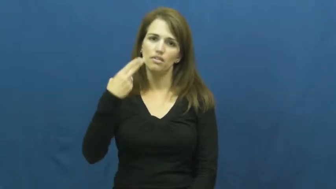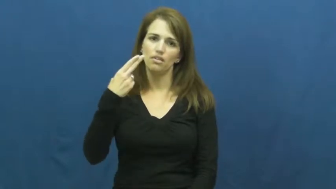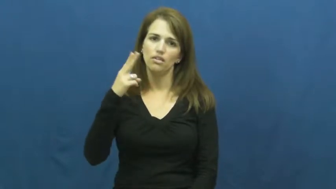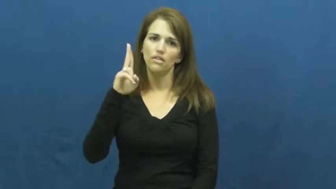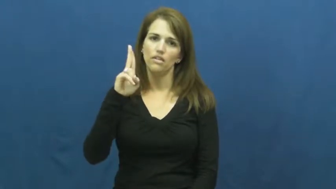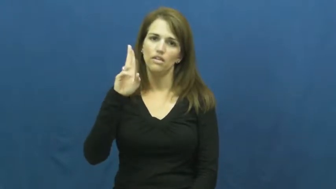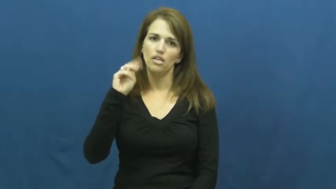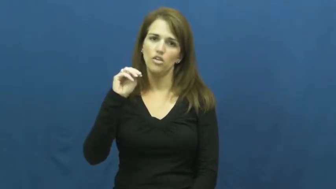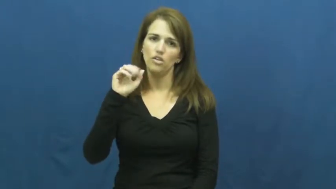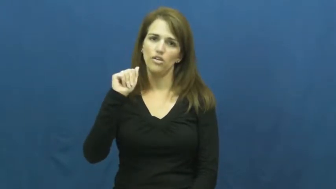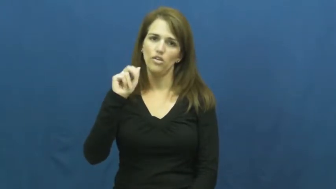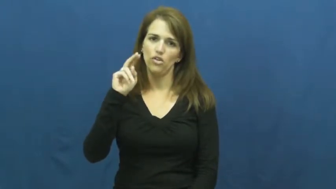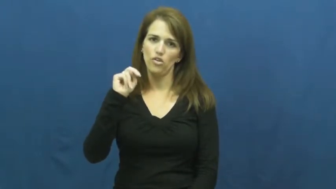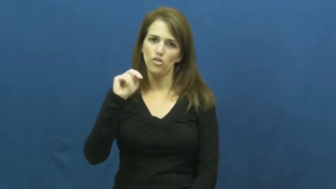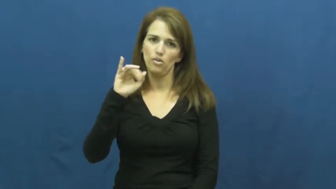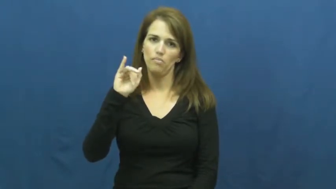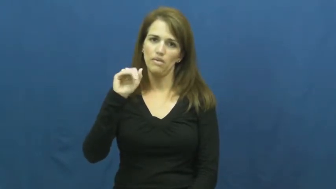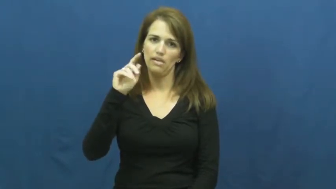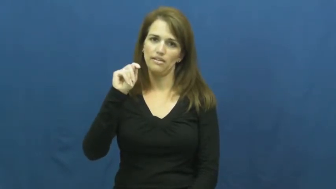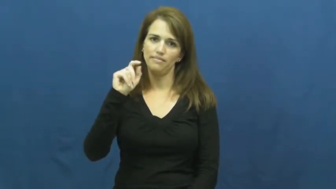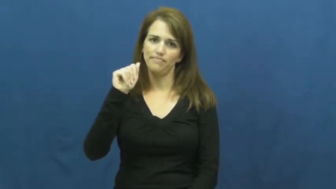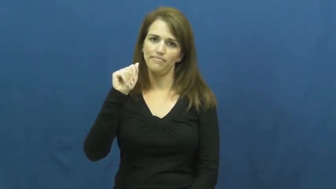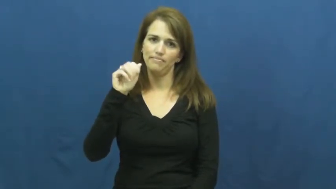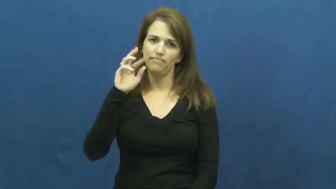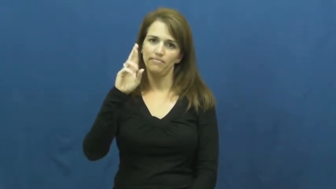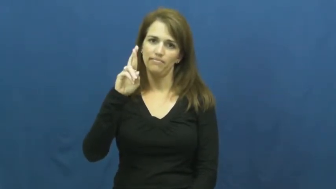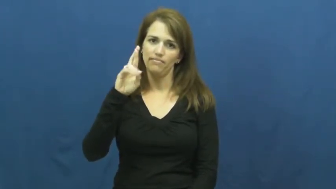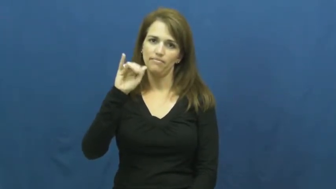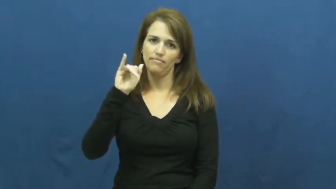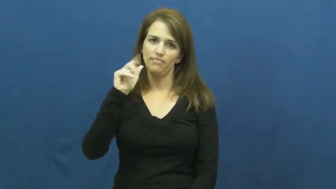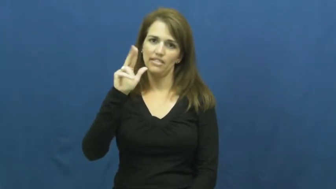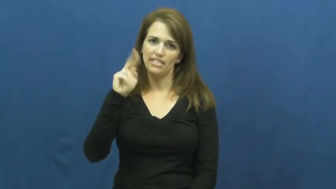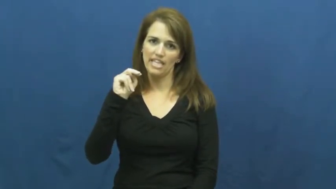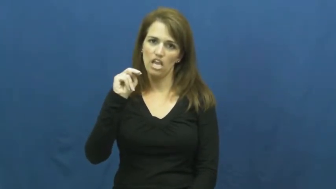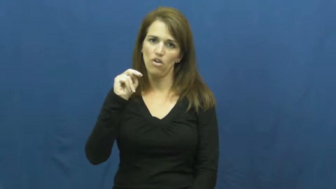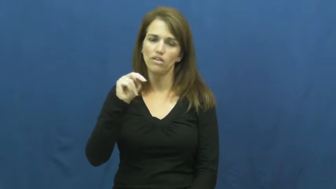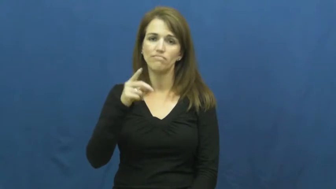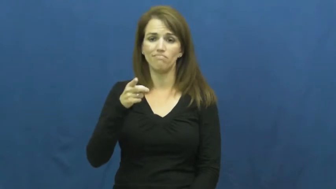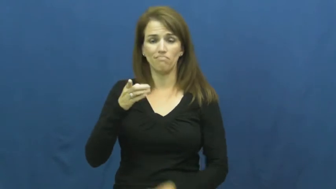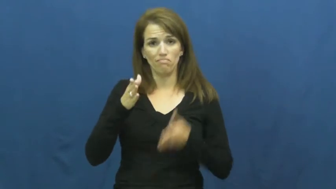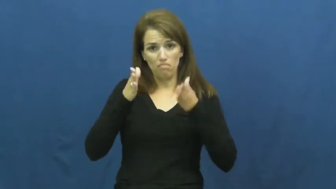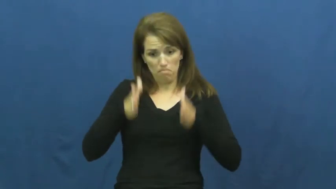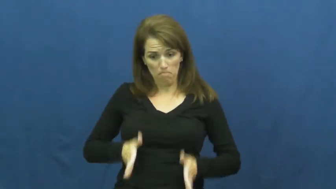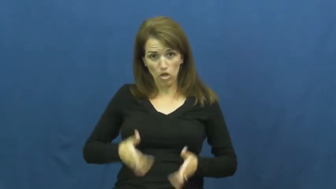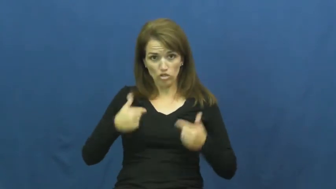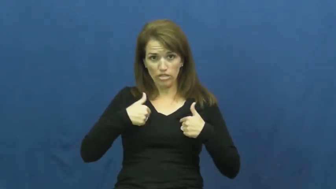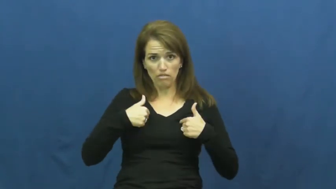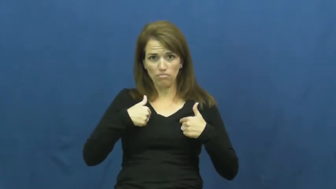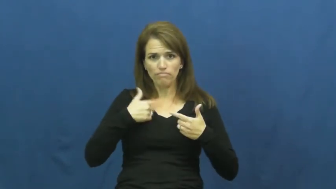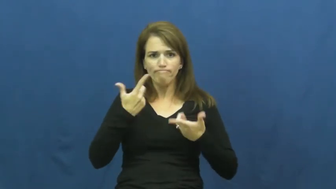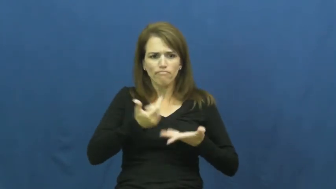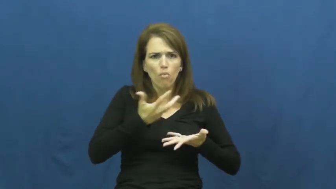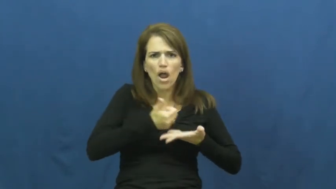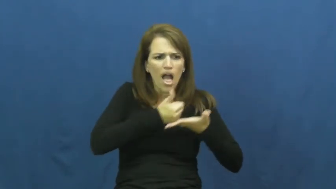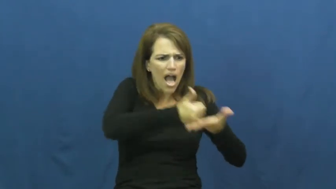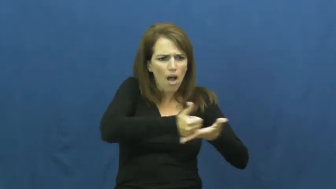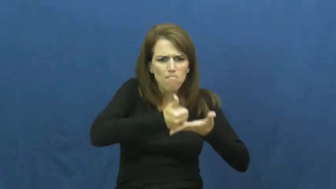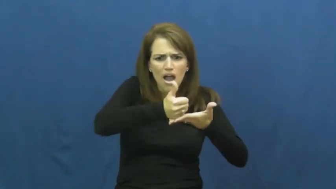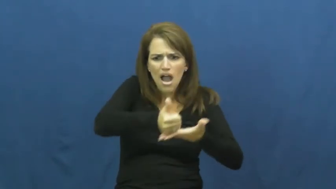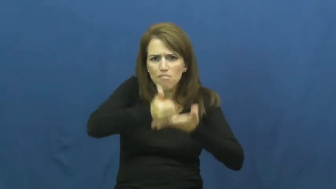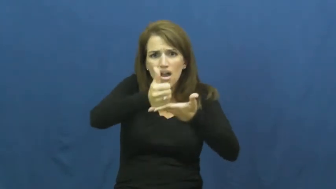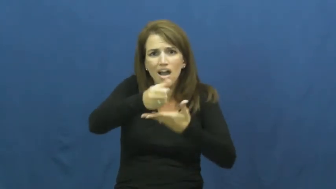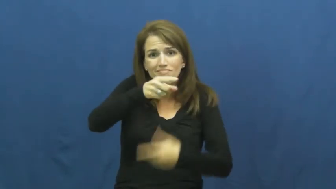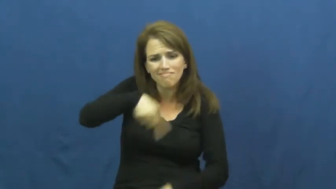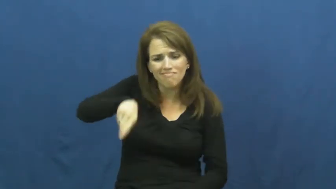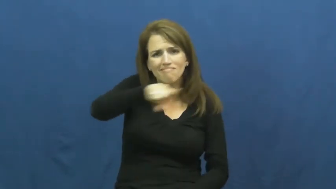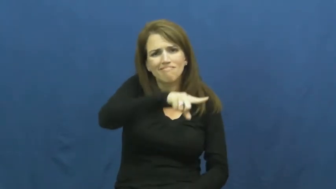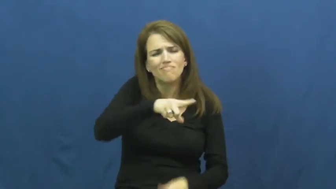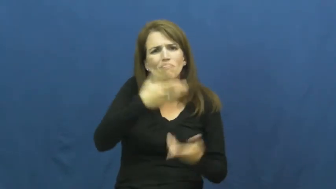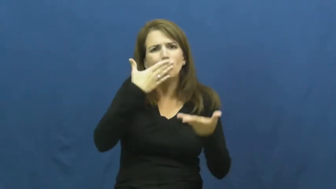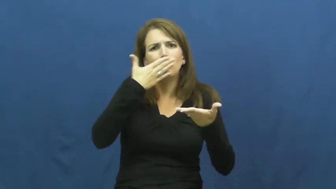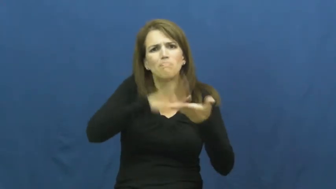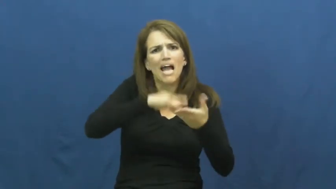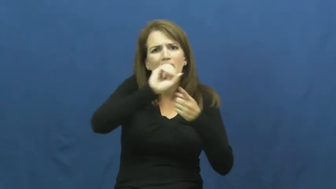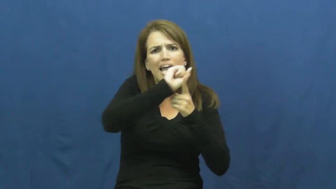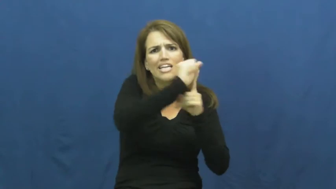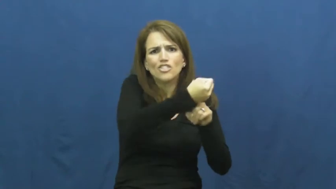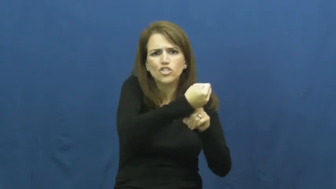humanitarian